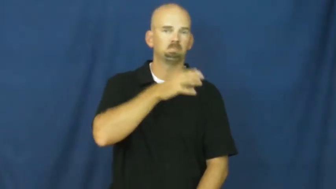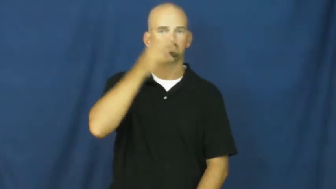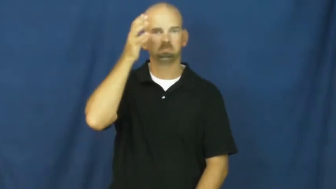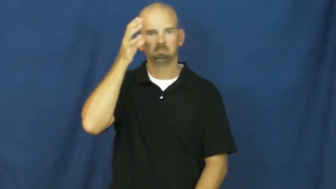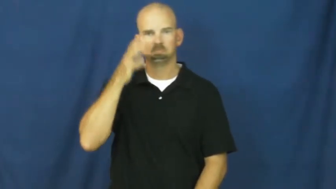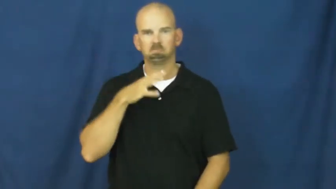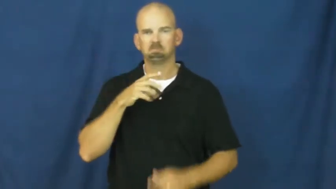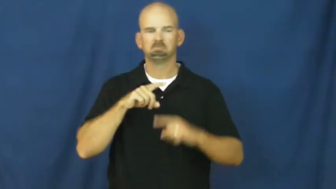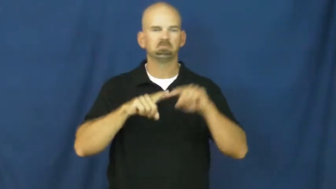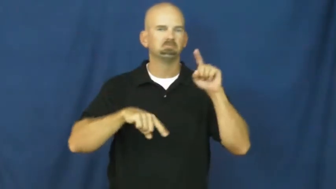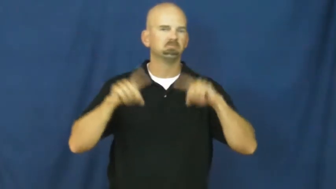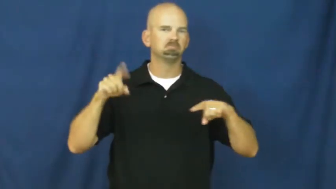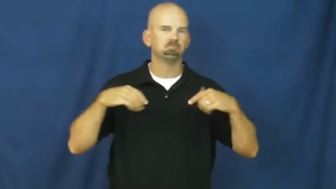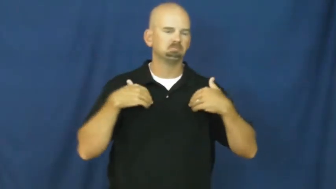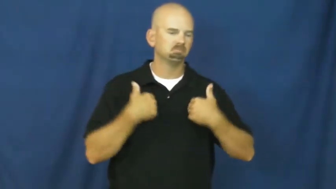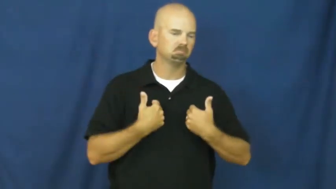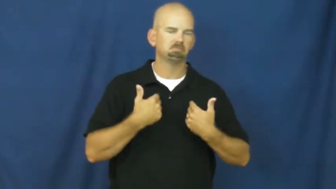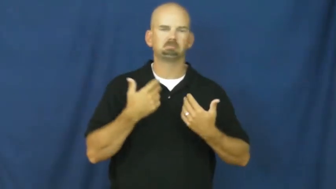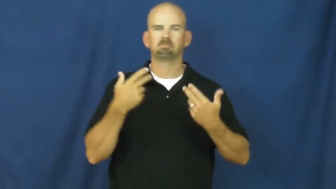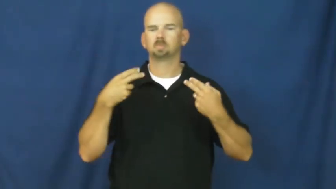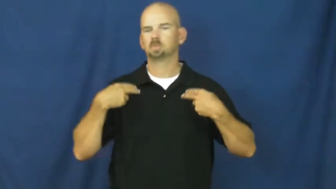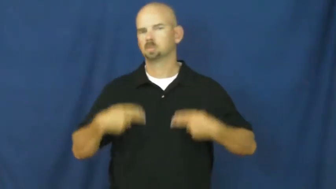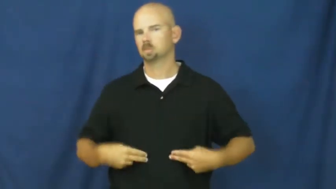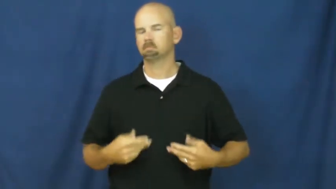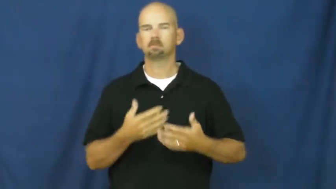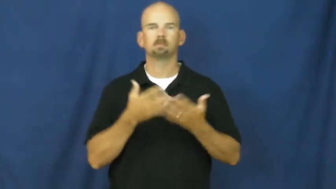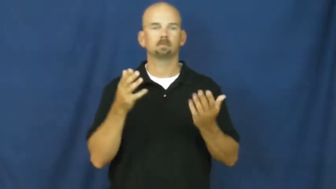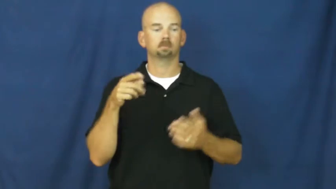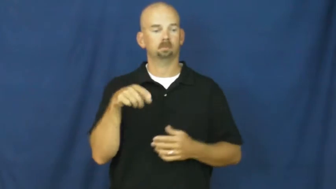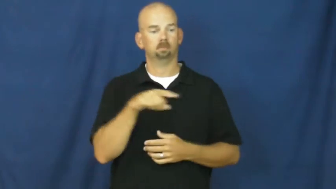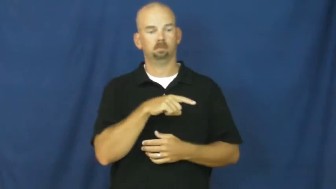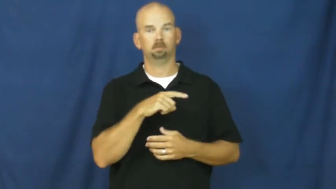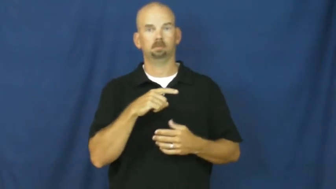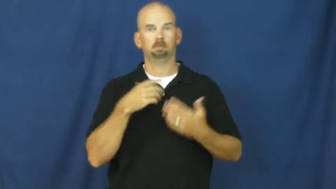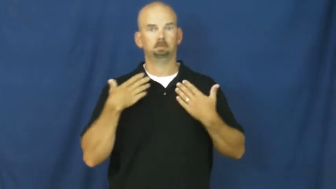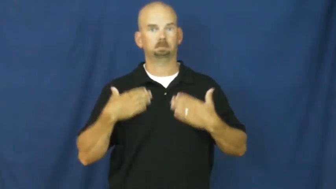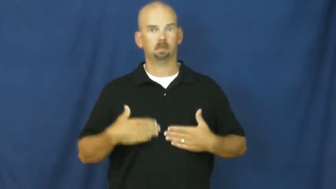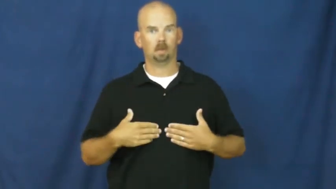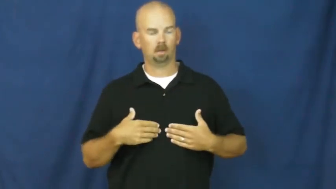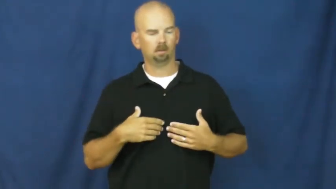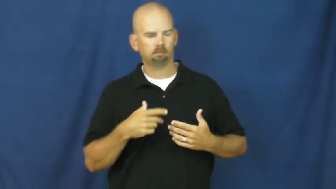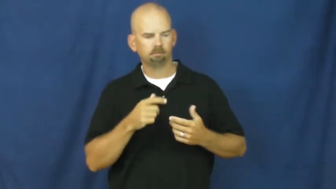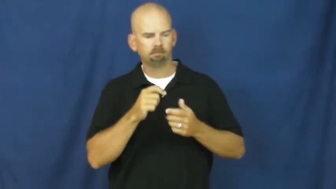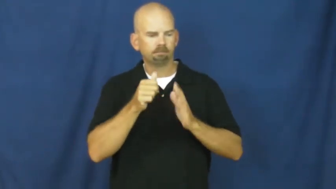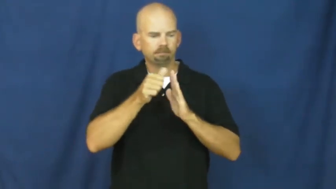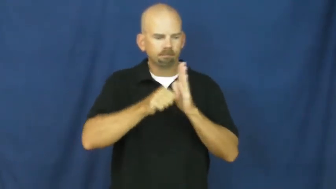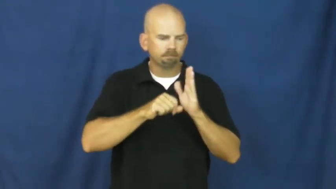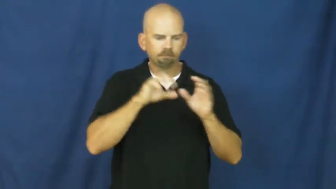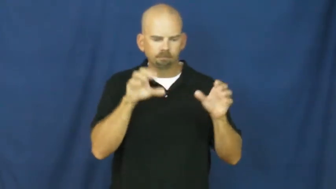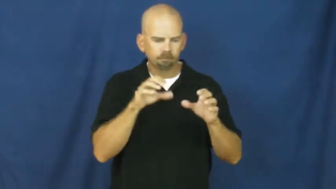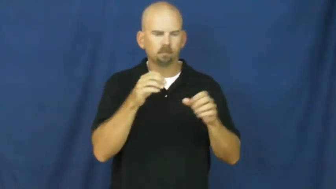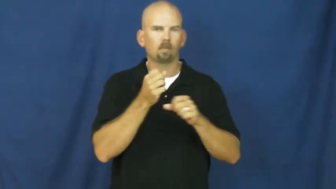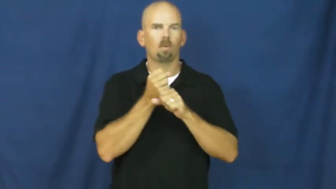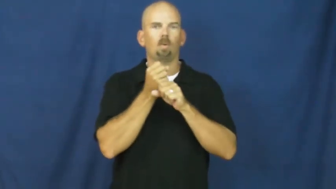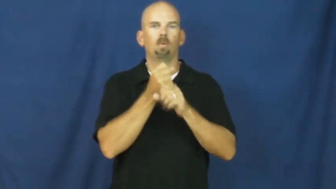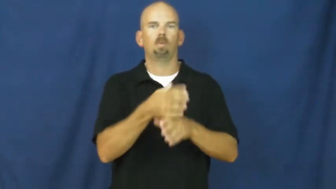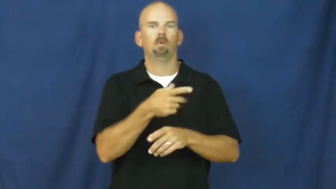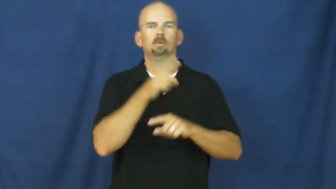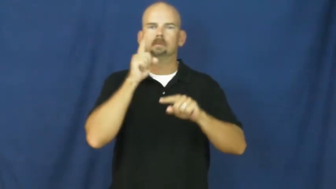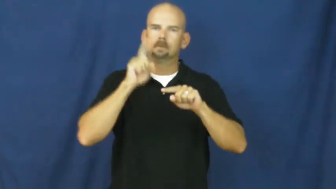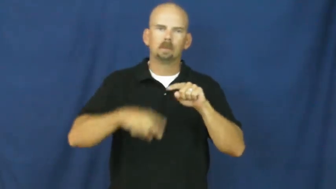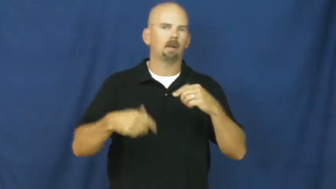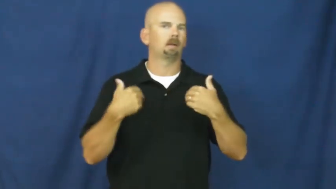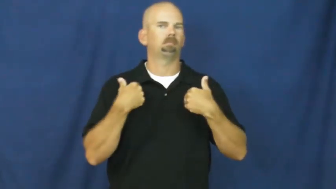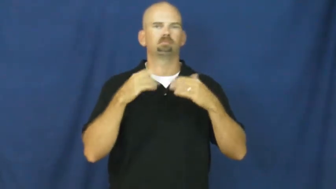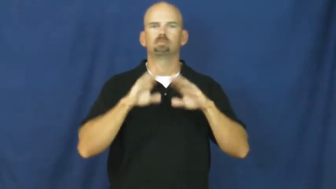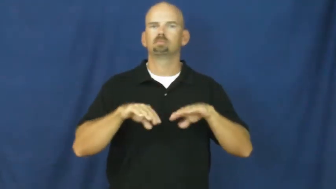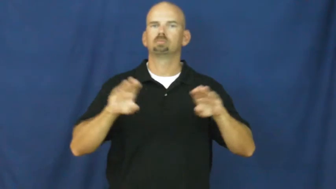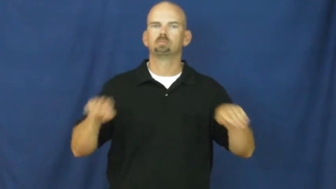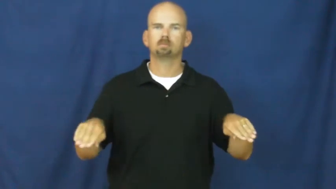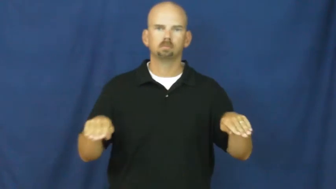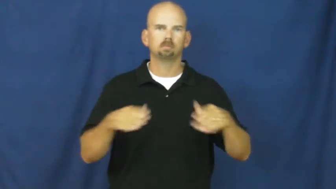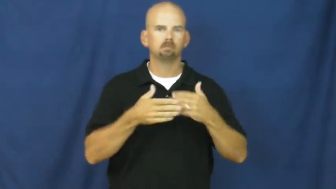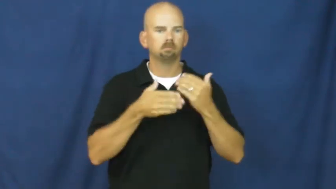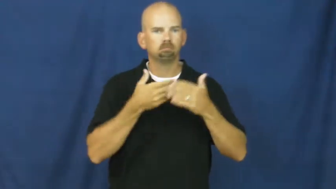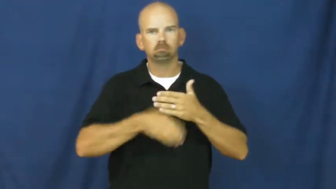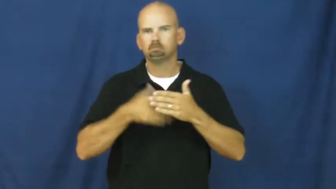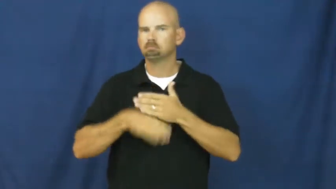sterilize,castrate-can't have children